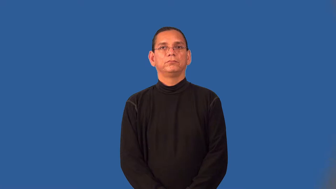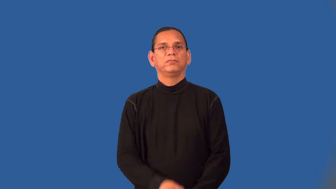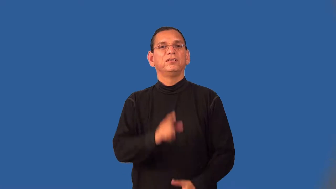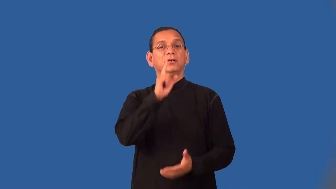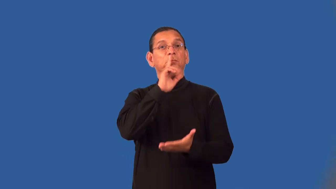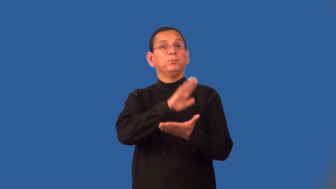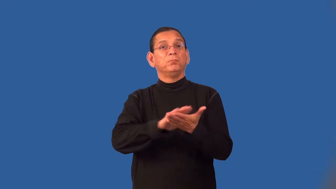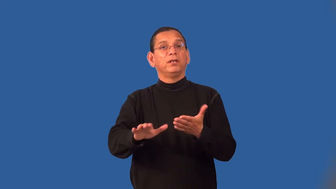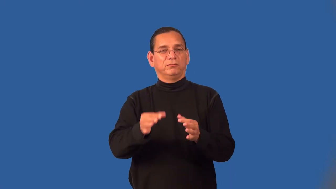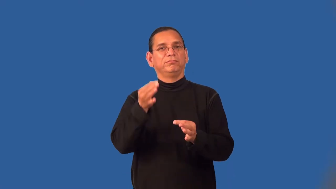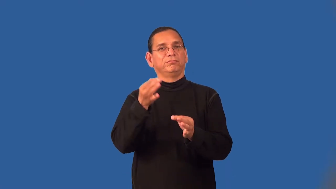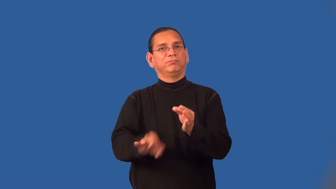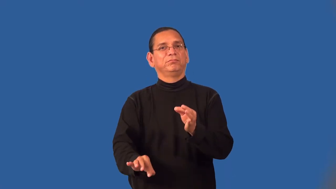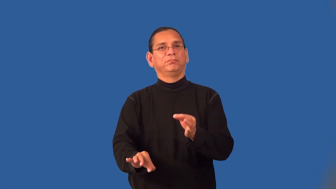spare,sparse-plain and simple